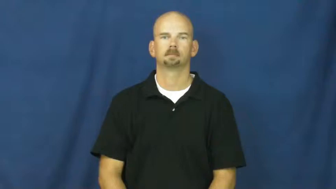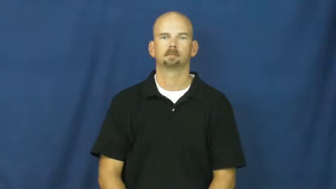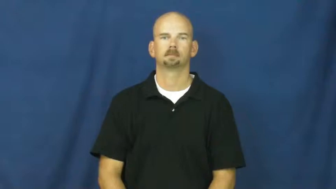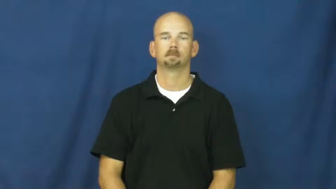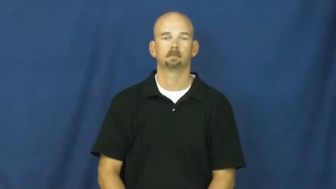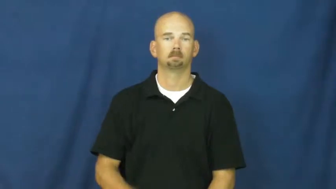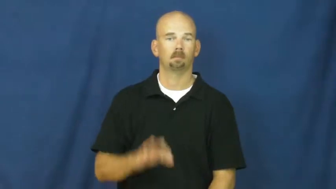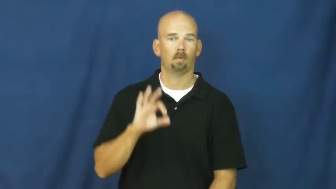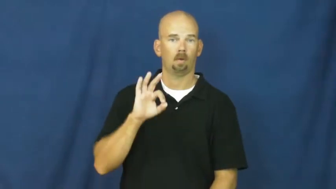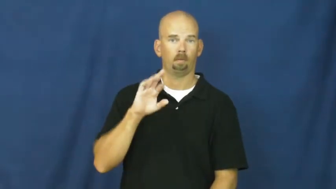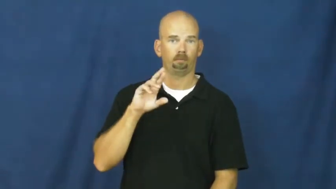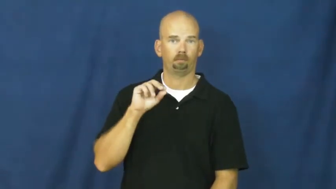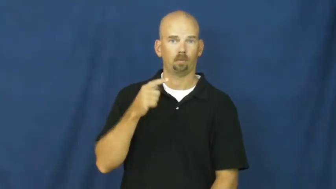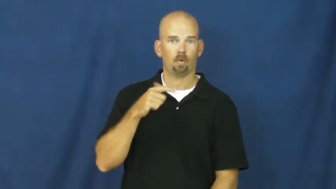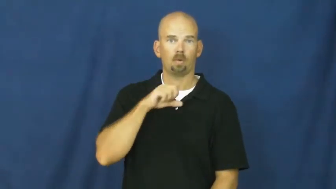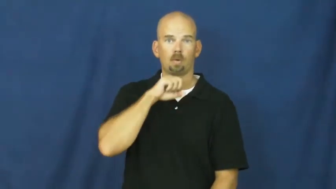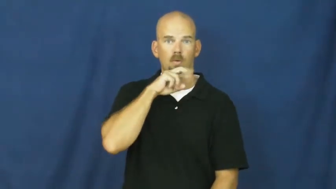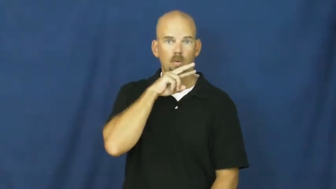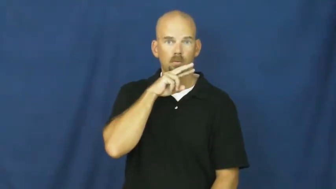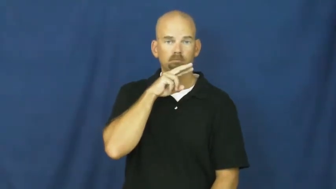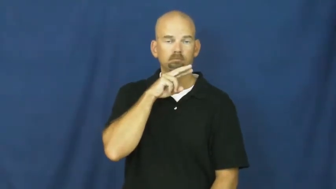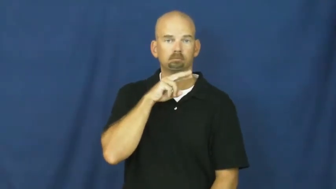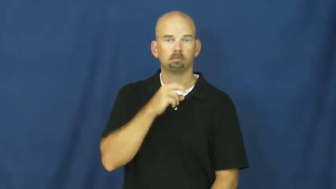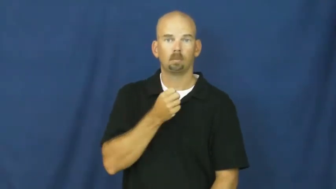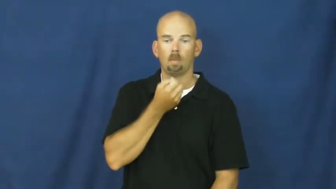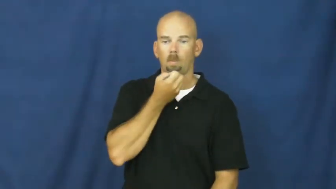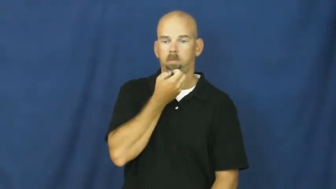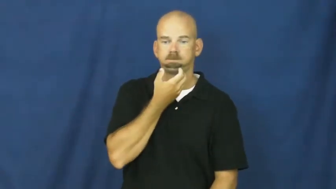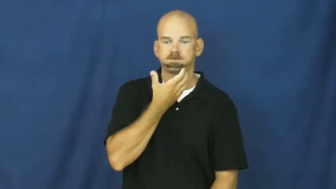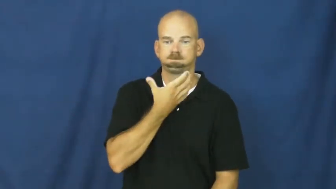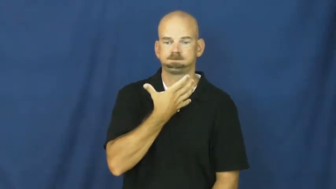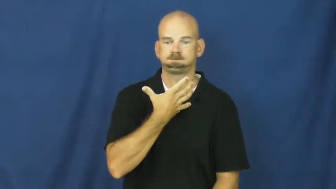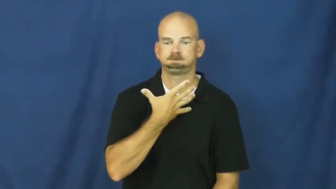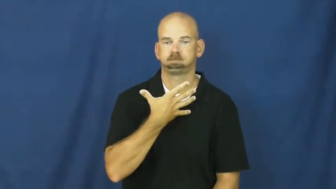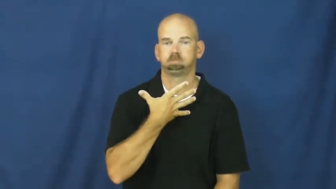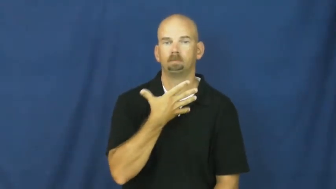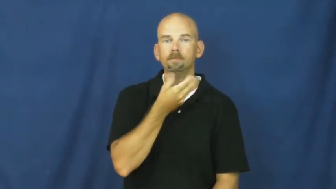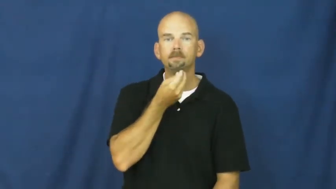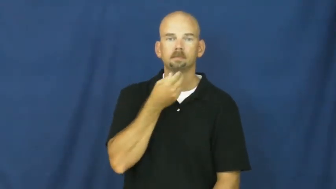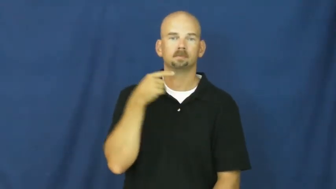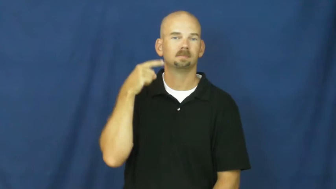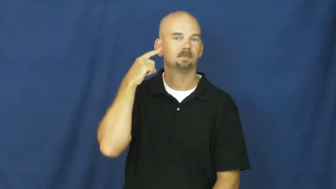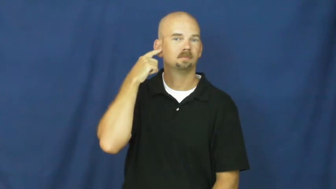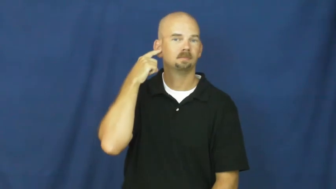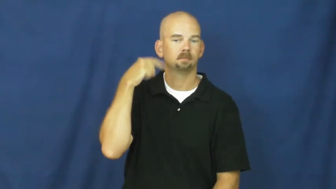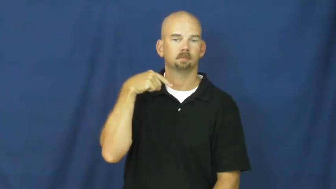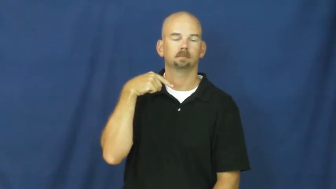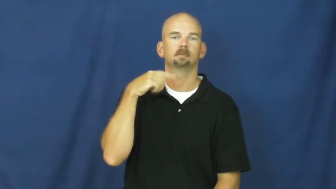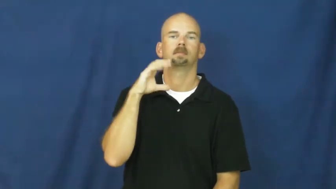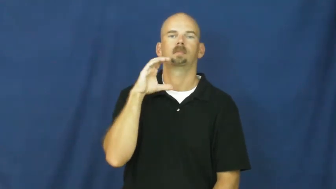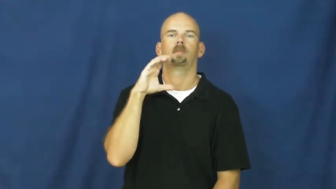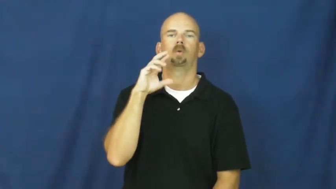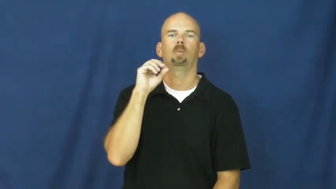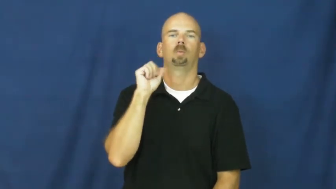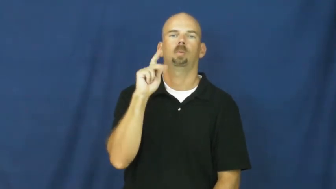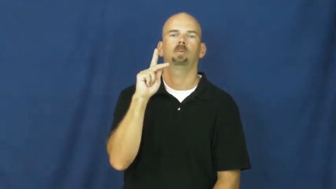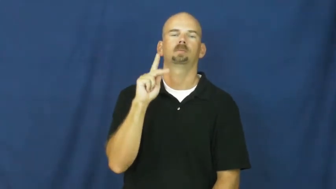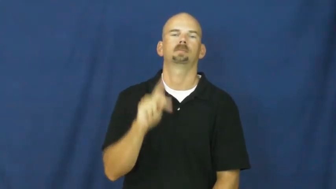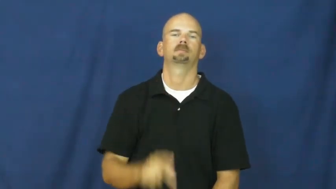croak-frog